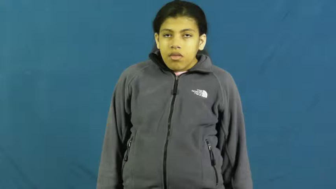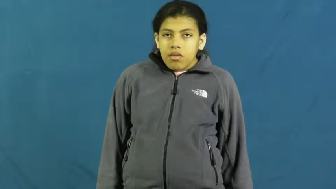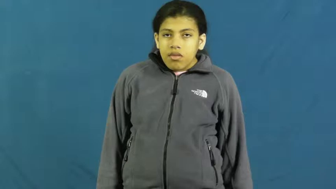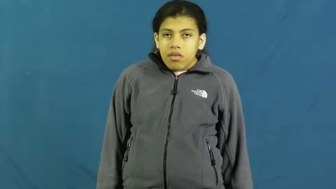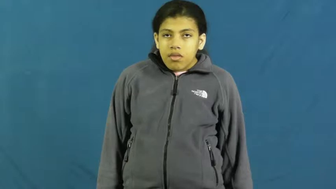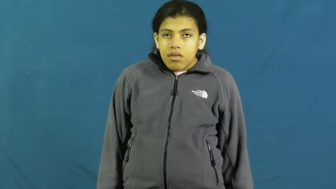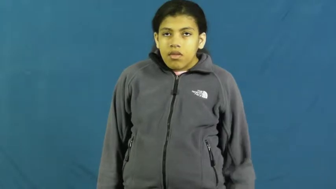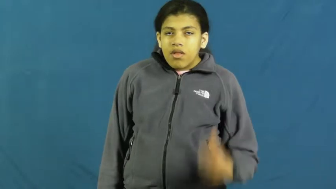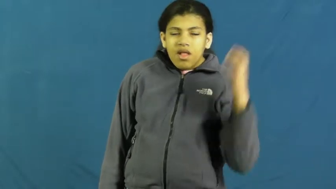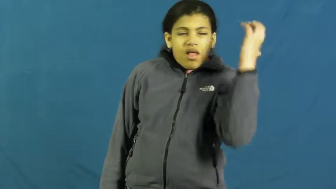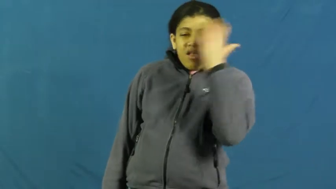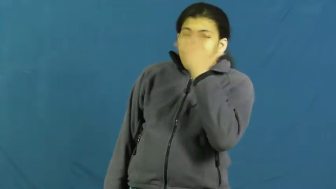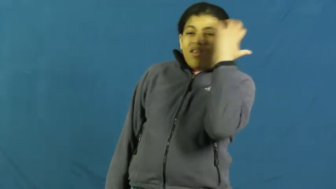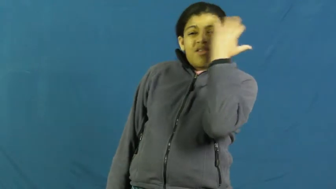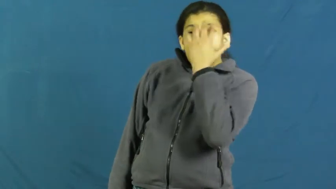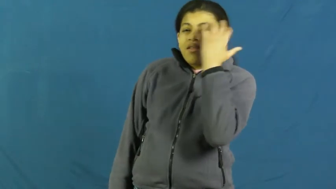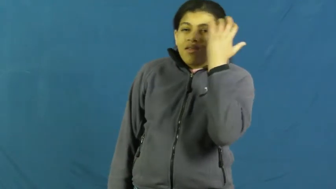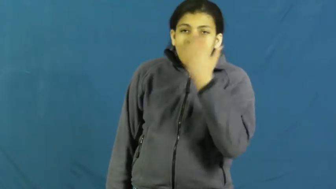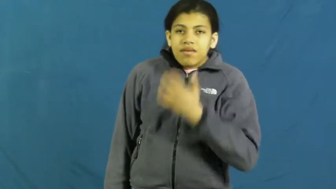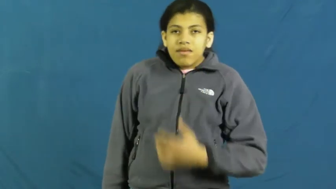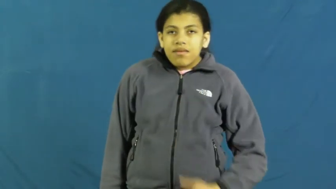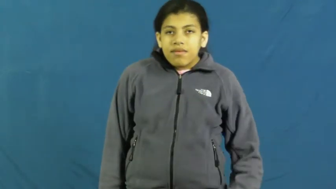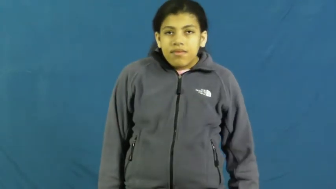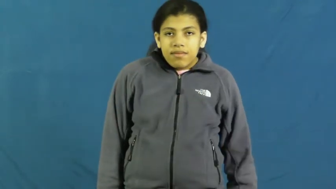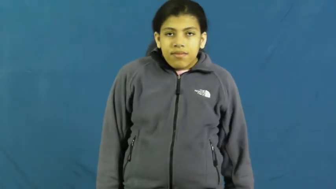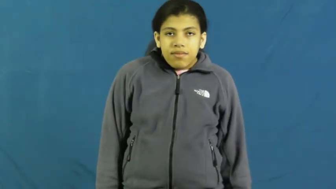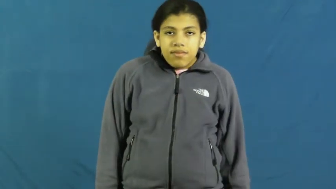dizzy,woozy,reel,daze,disoriented,lightheaded,slaphappy,vertigo,delerious